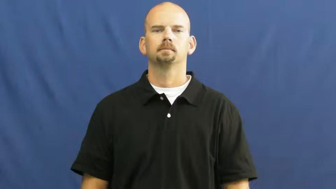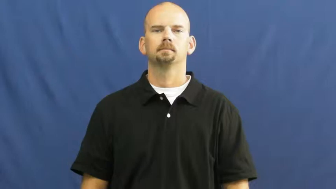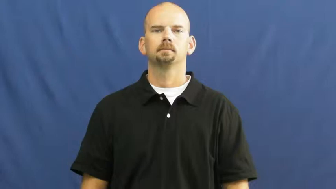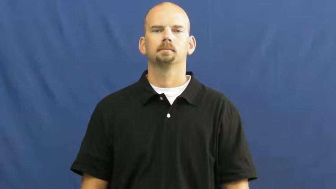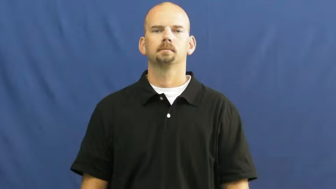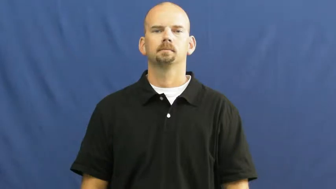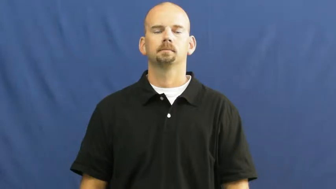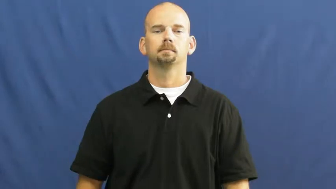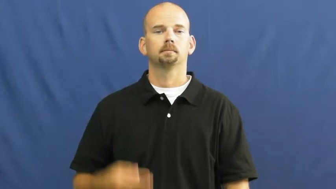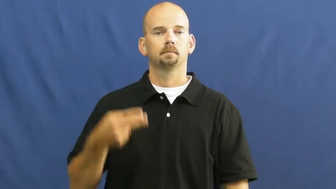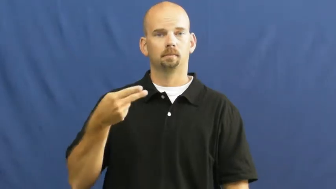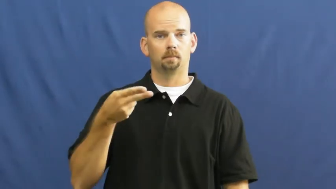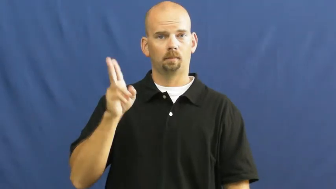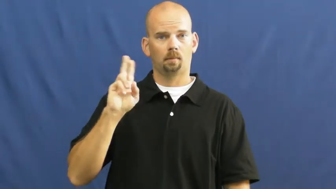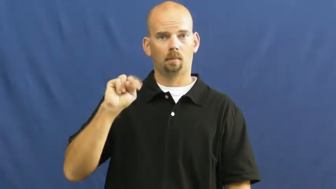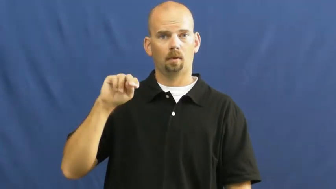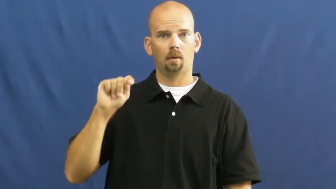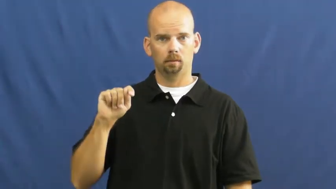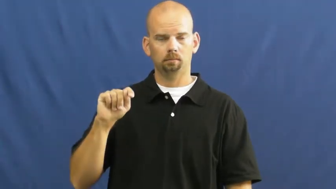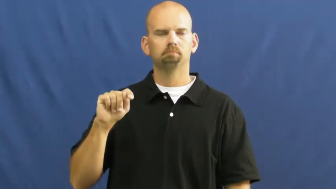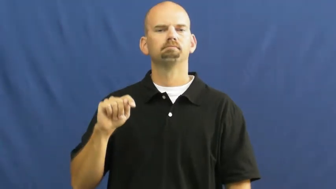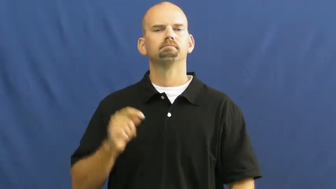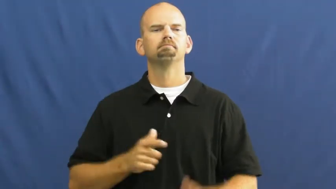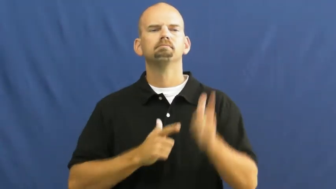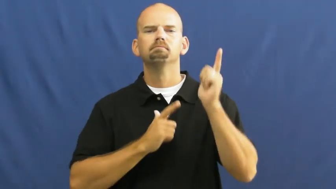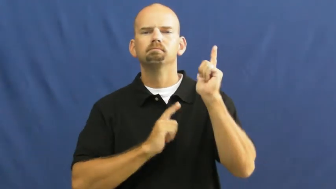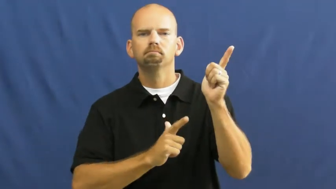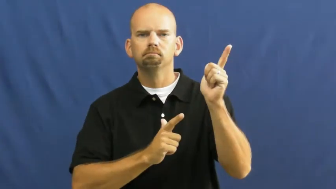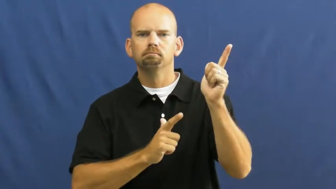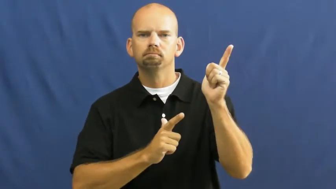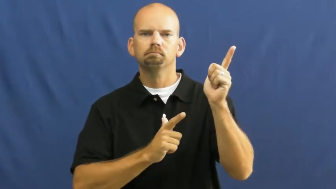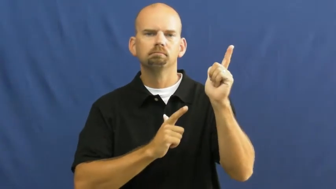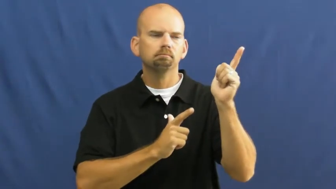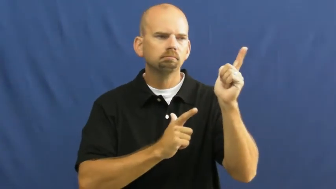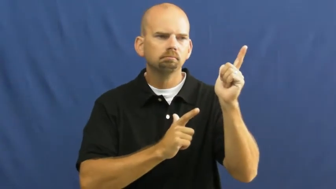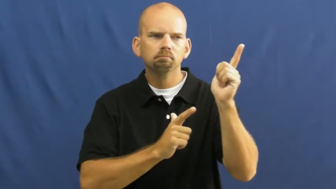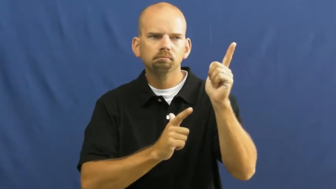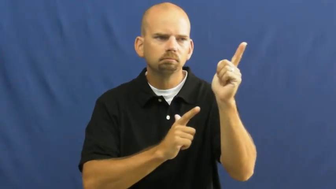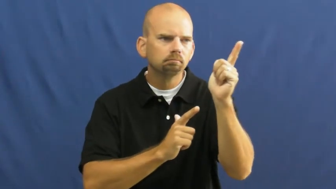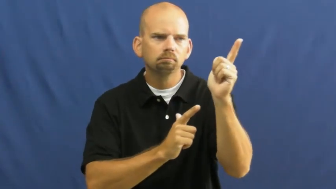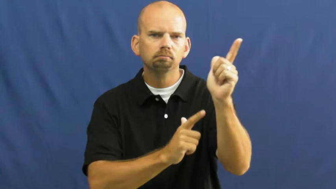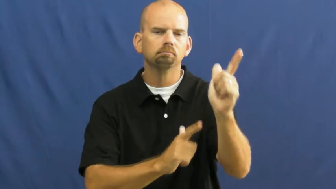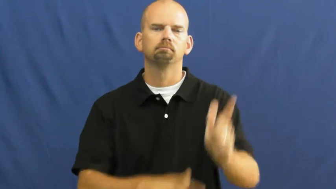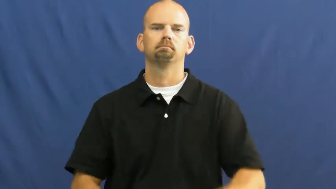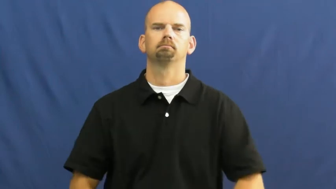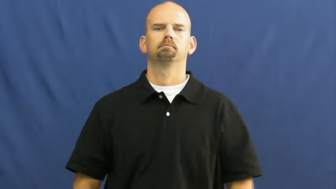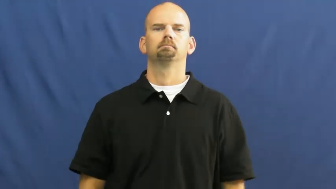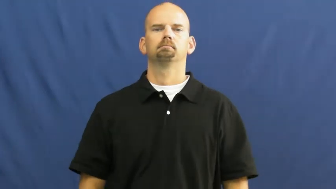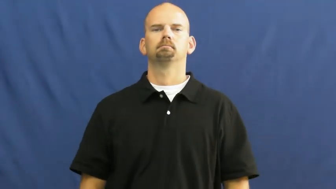hunt-gun